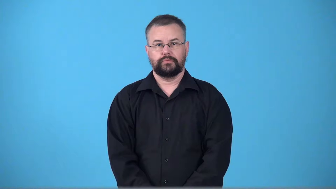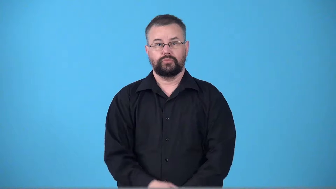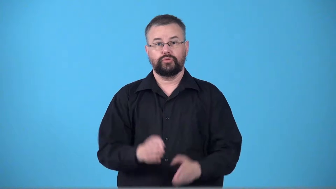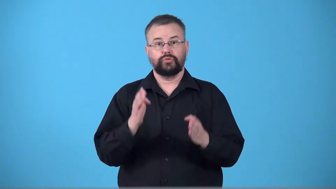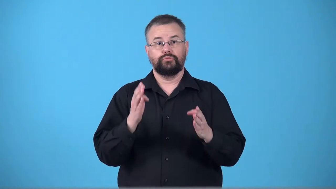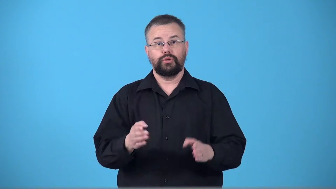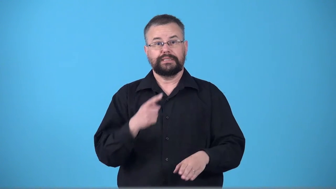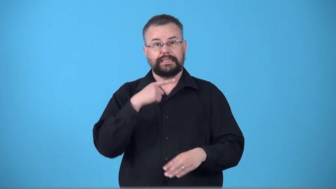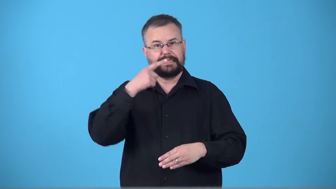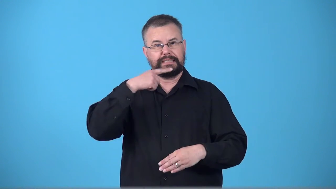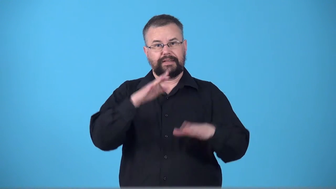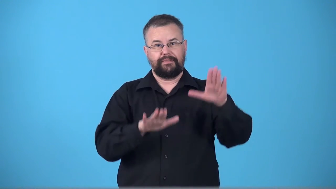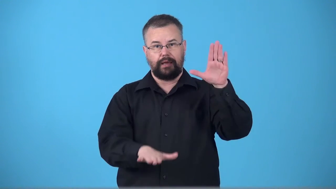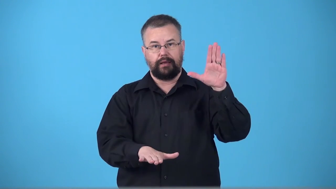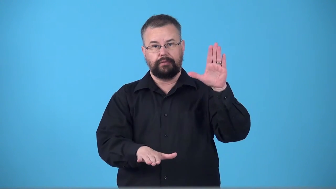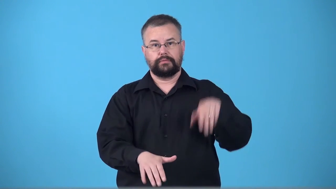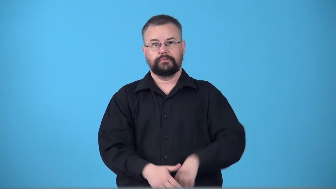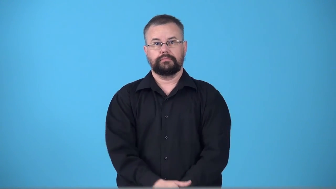testifier